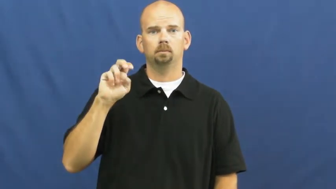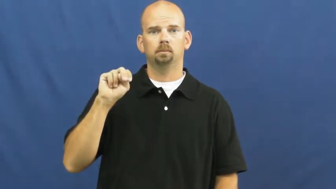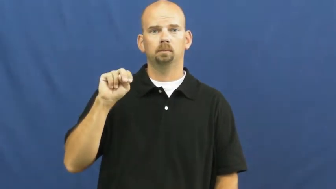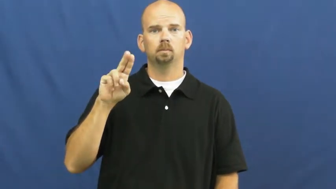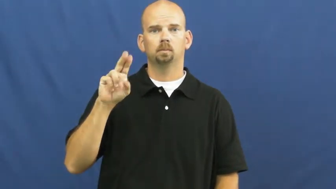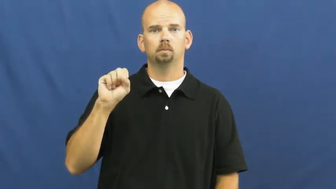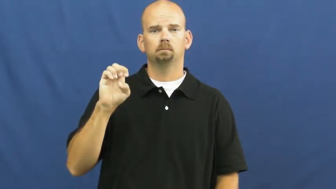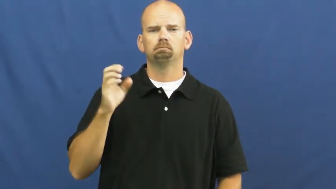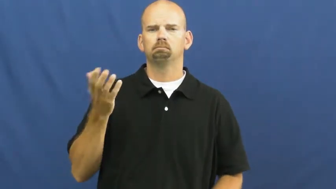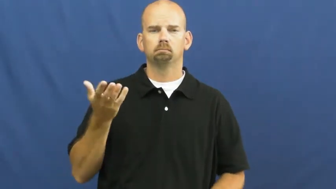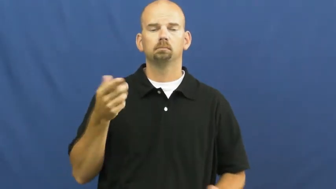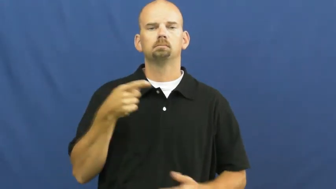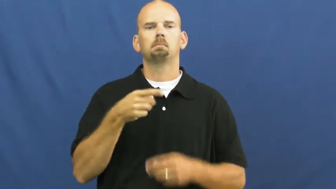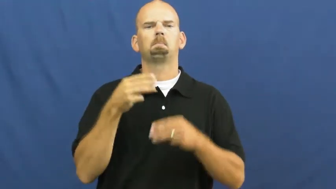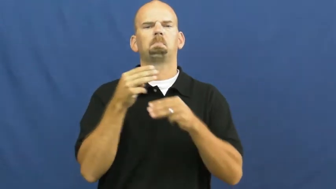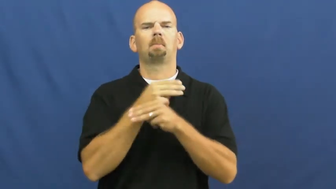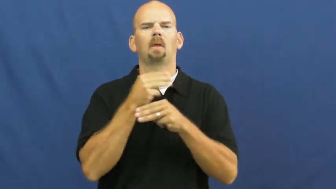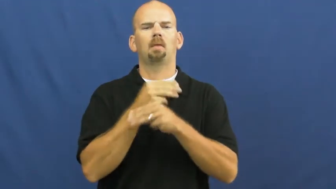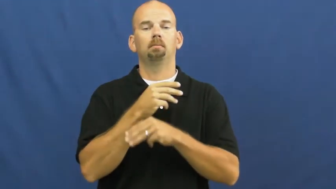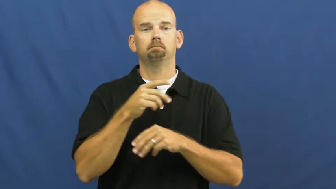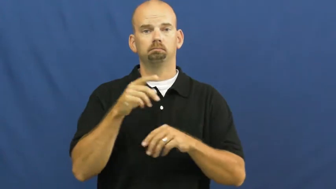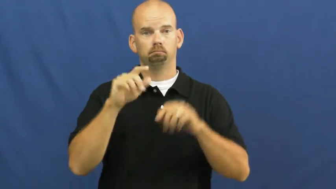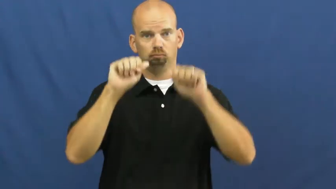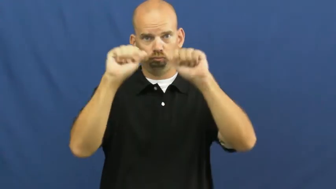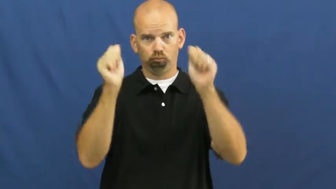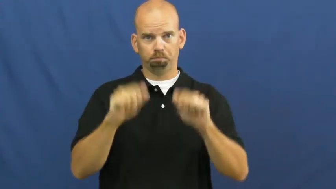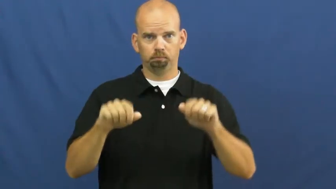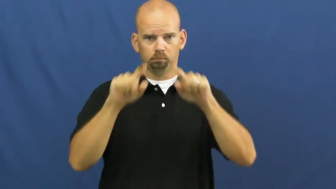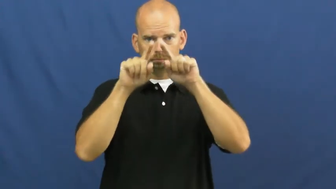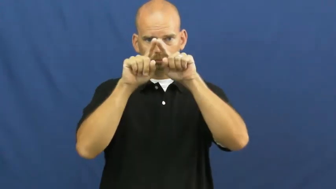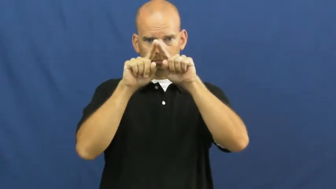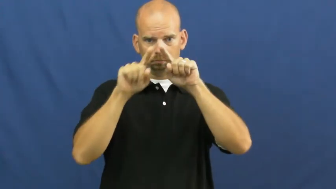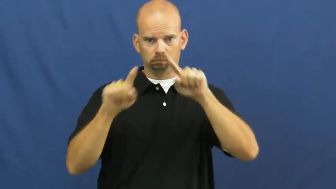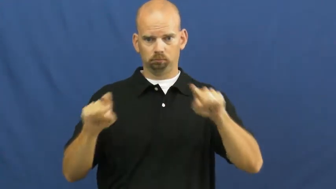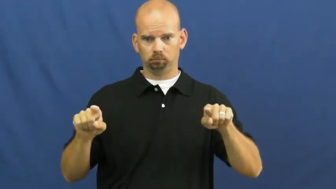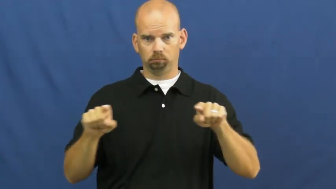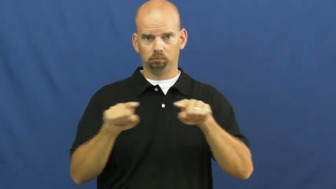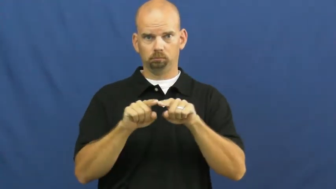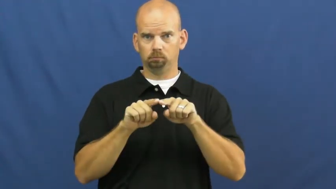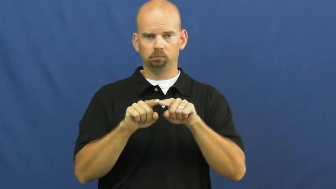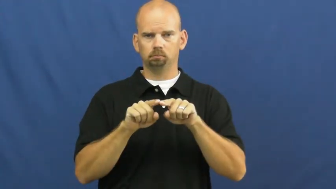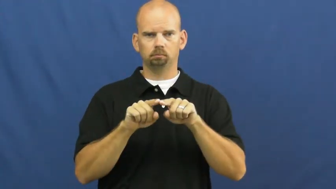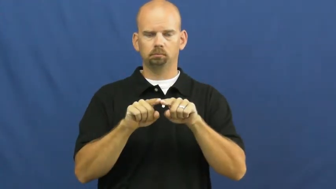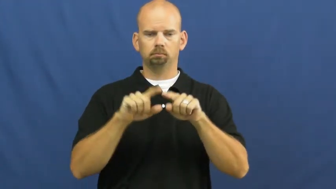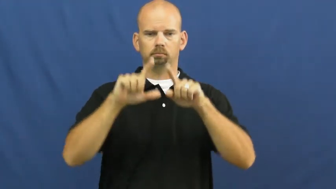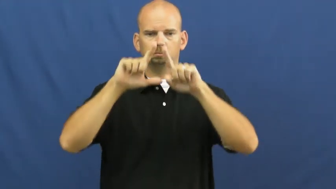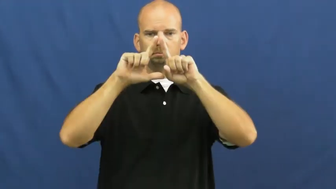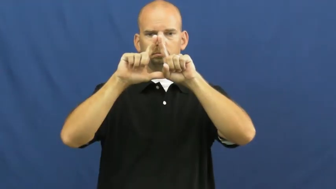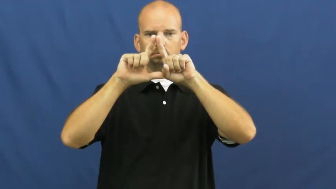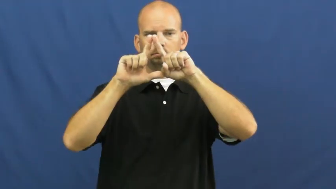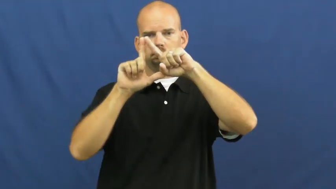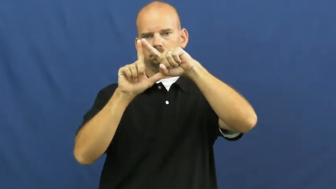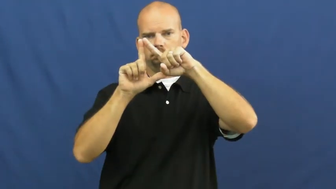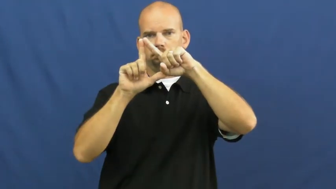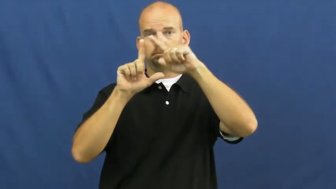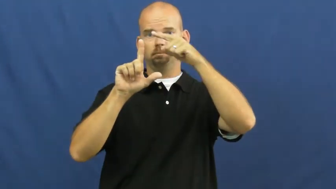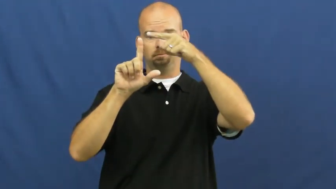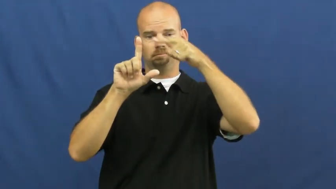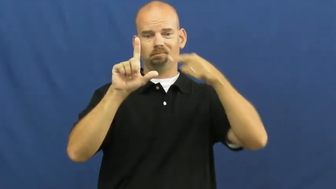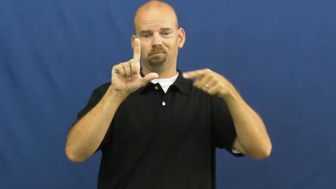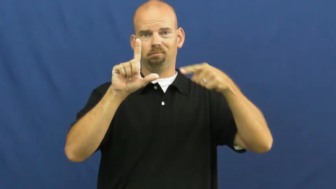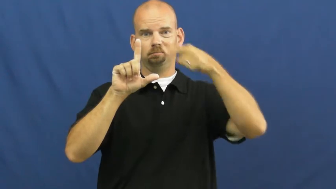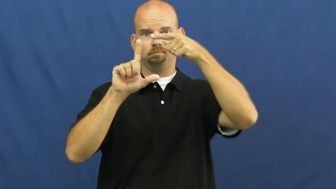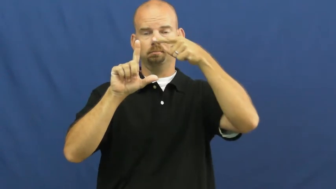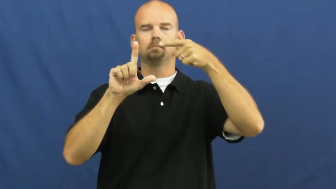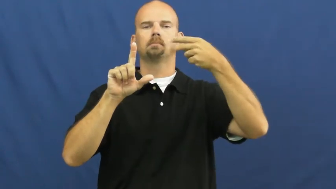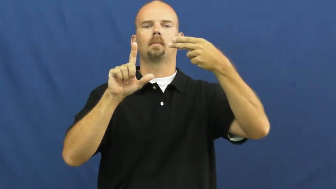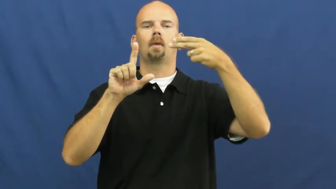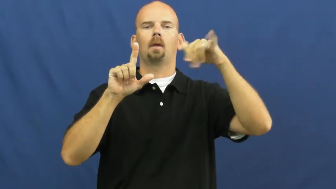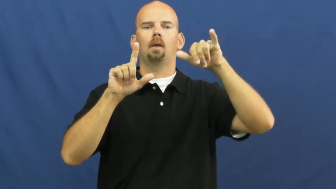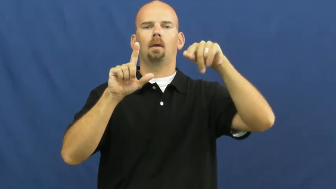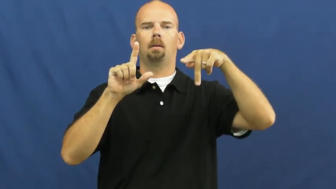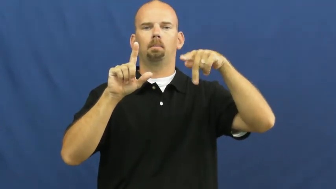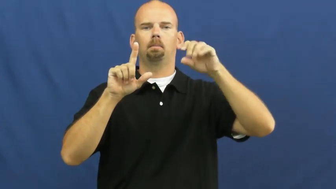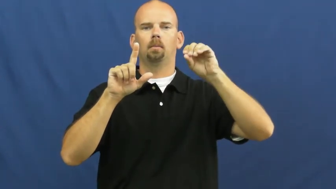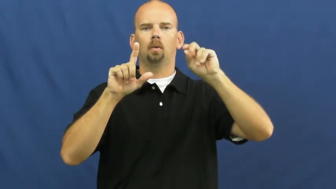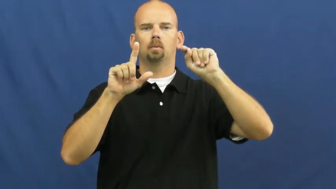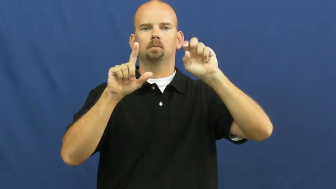hypotenuse